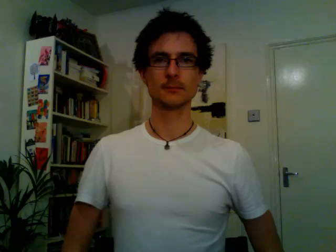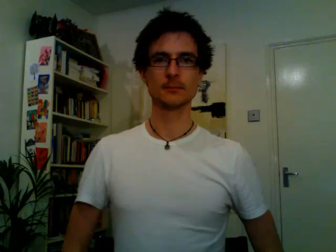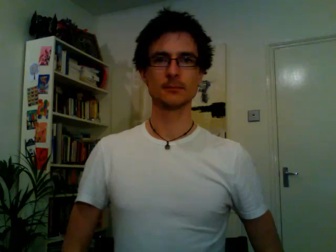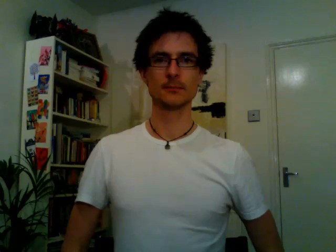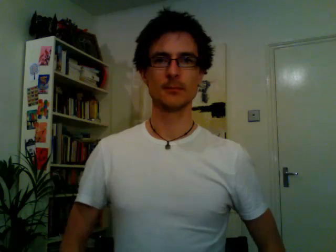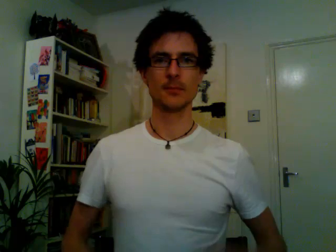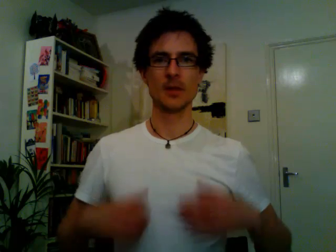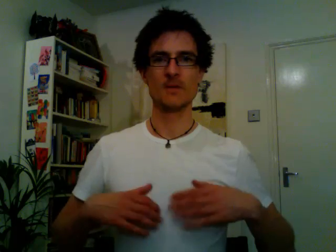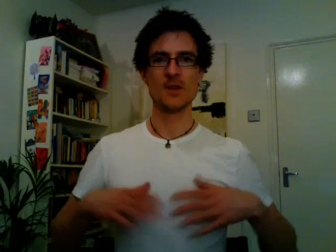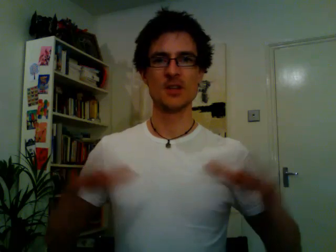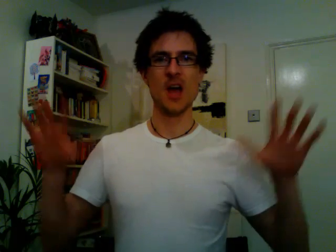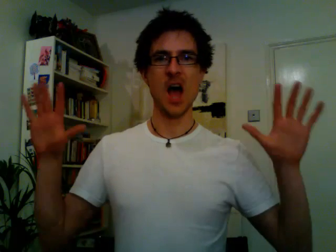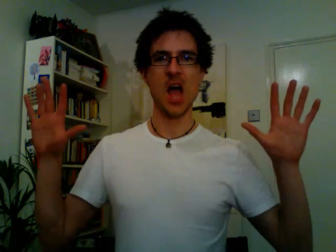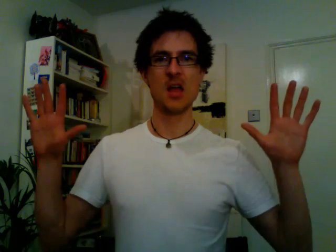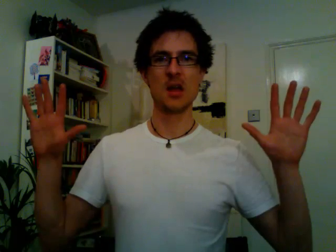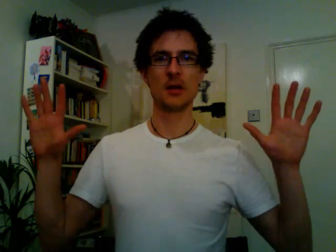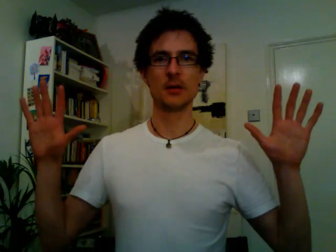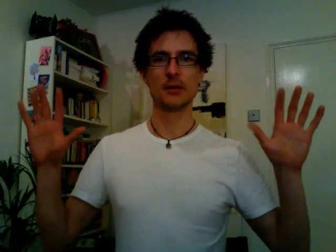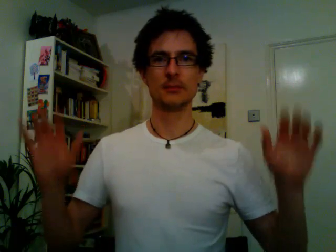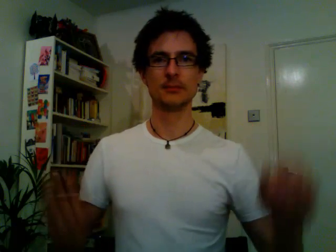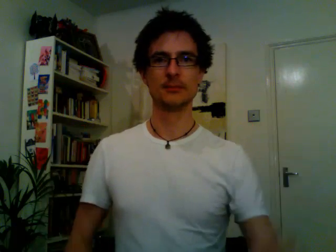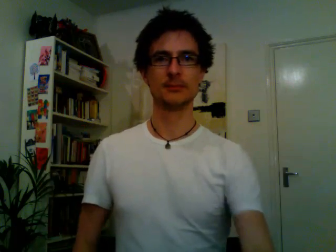retired